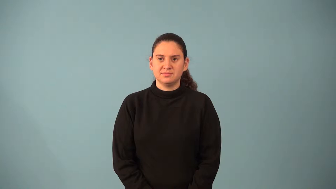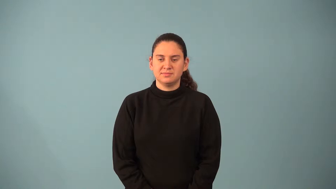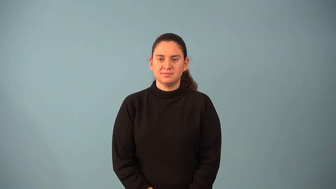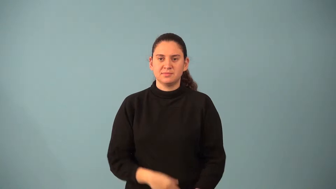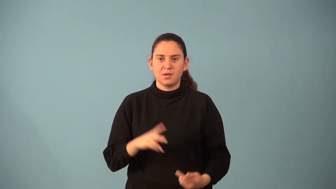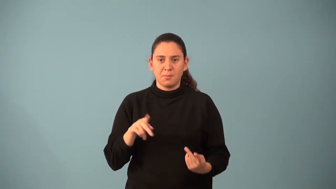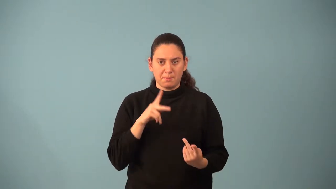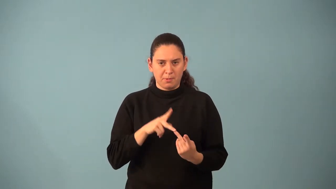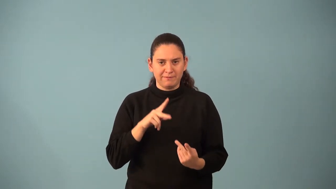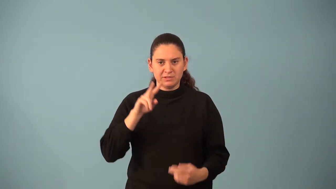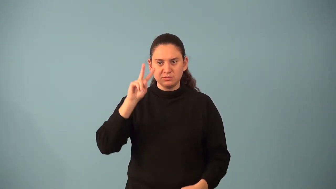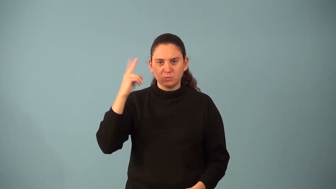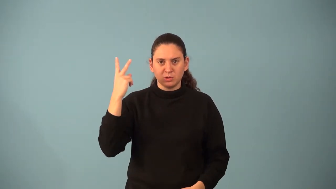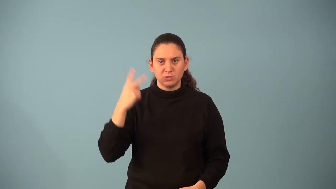perfect square